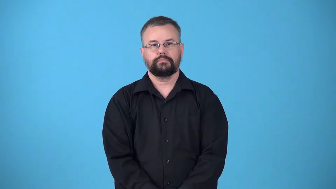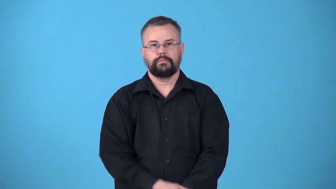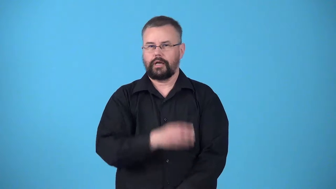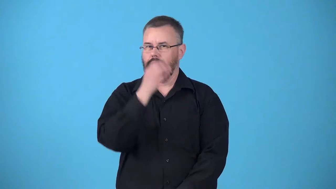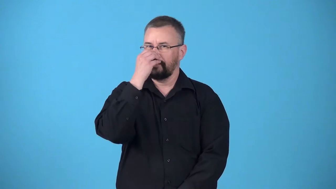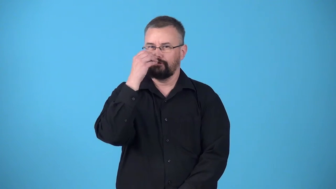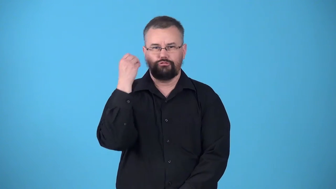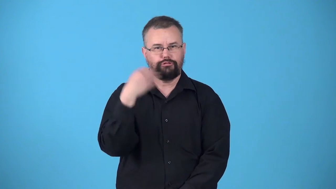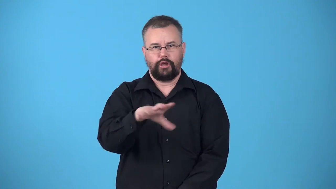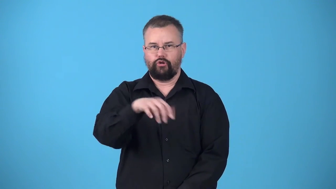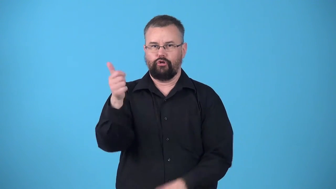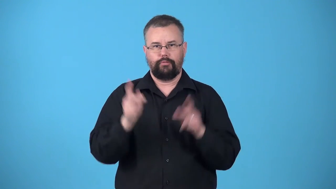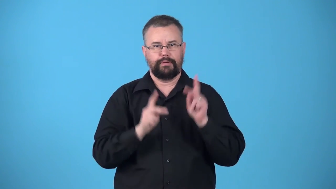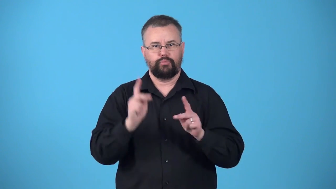uncaring